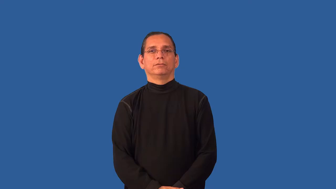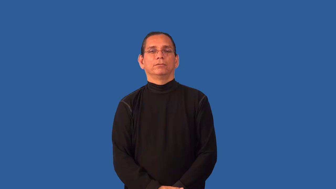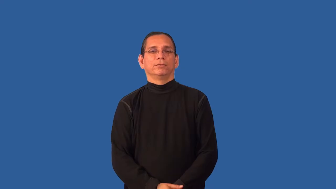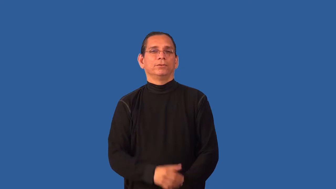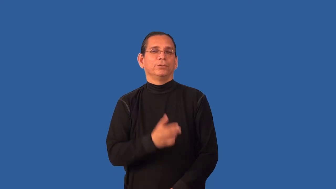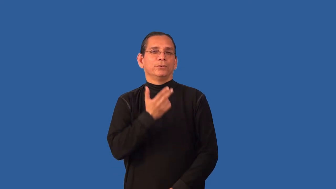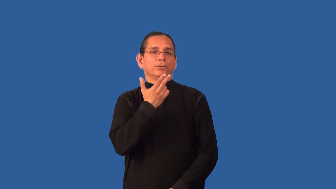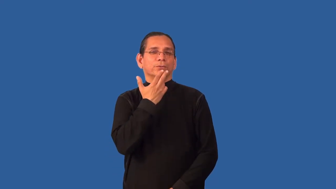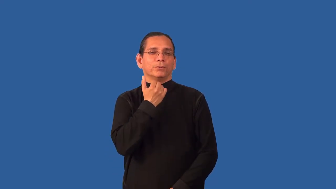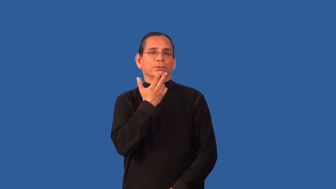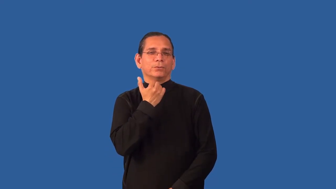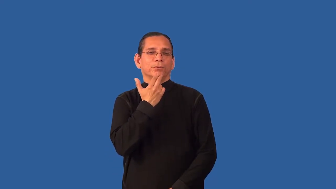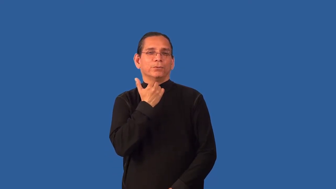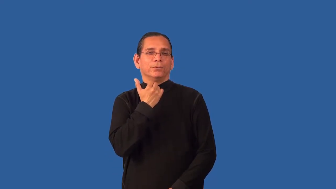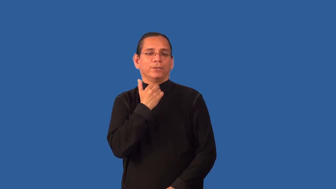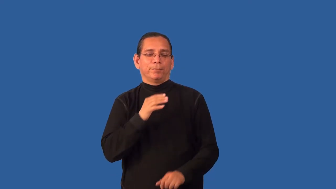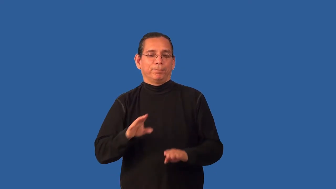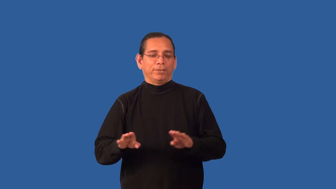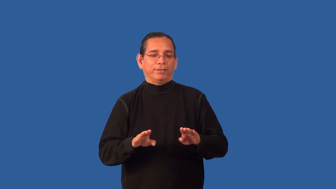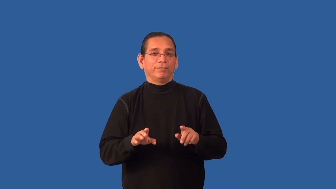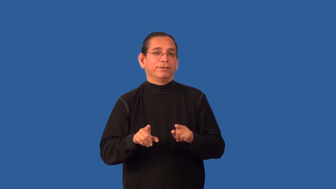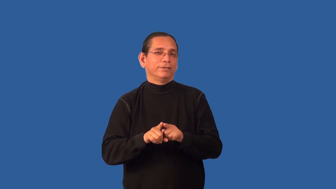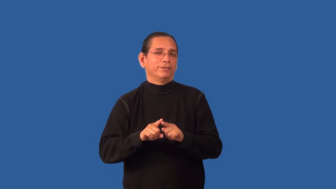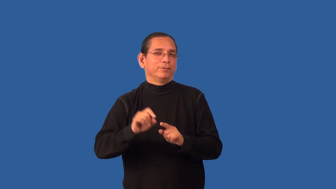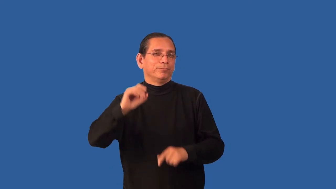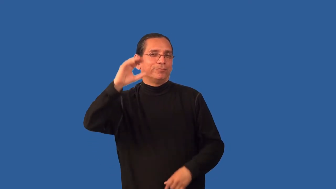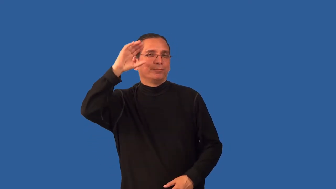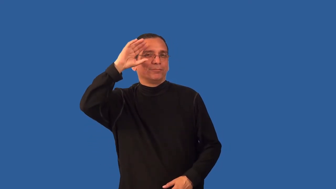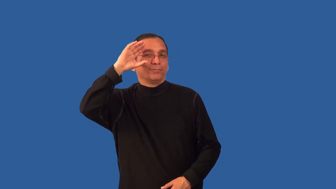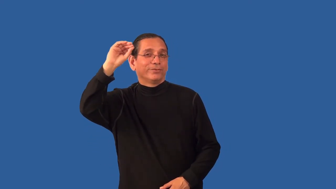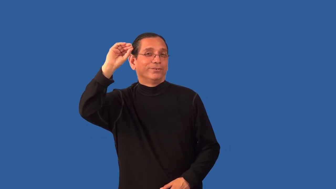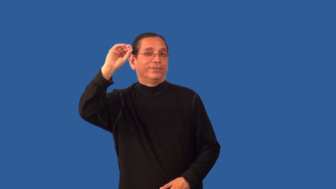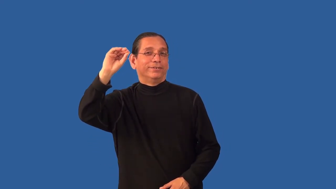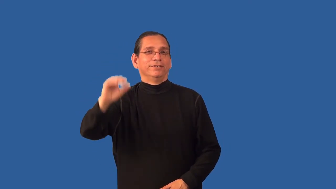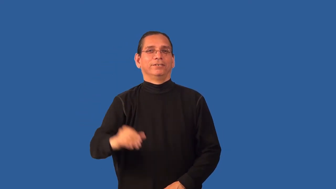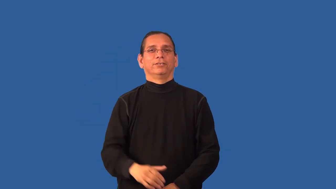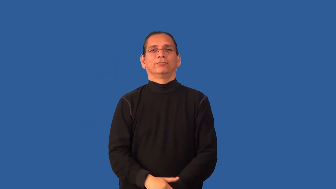boyish,laddish